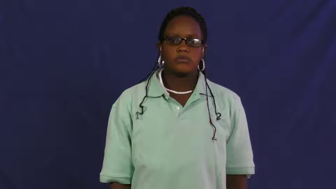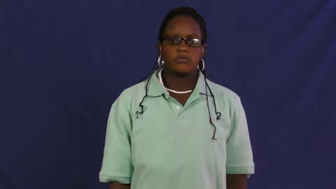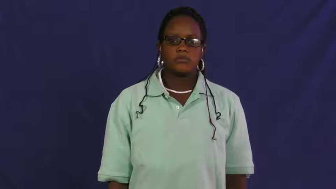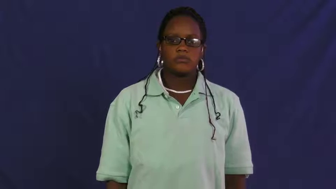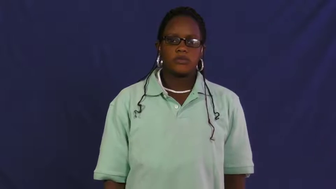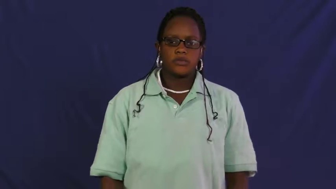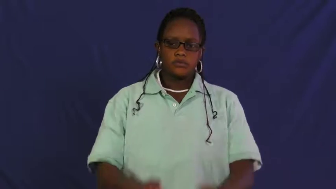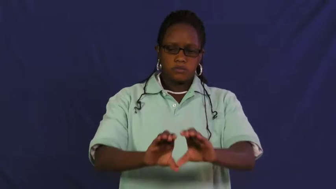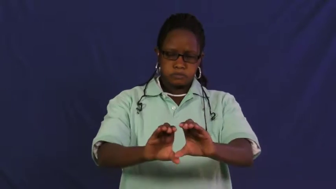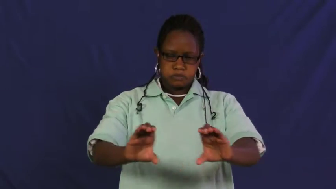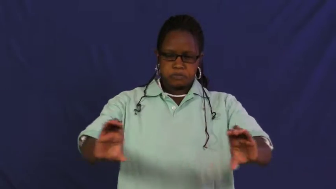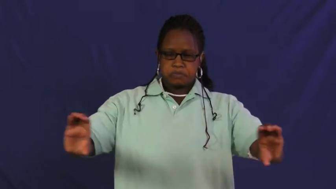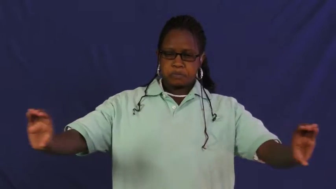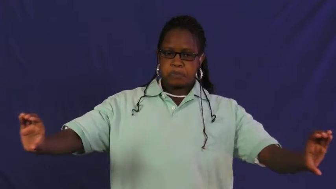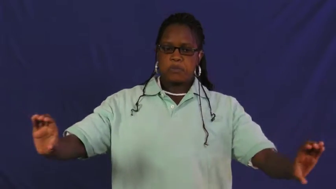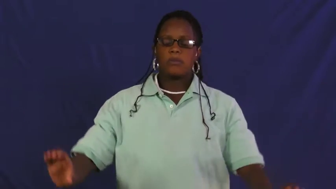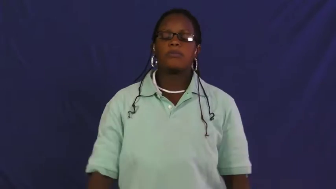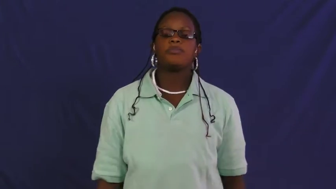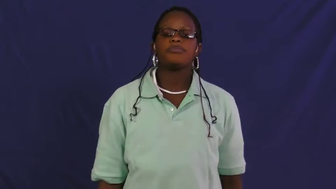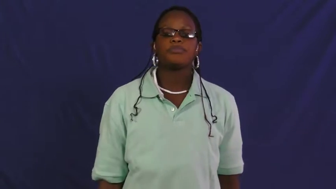pipeline